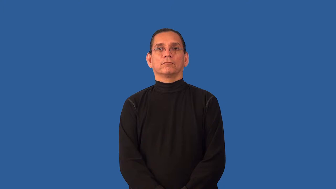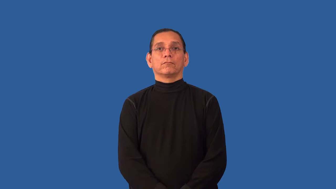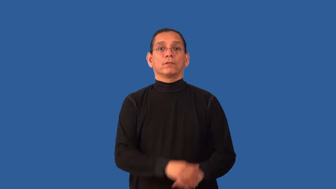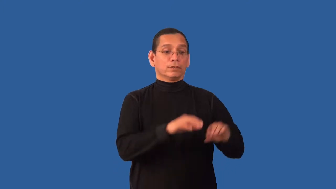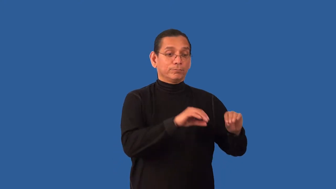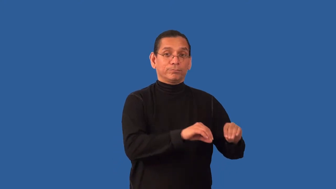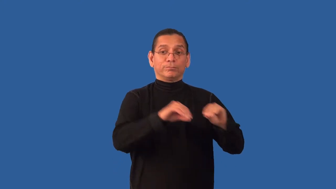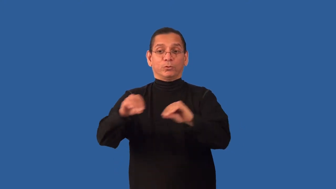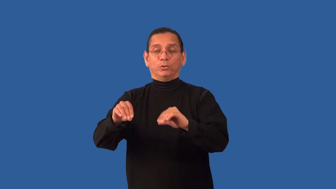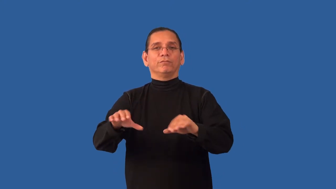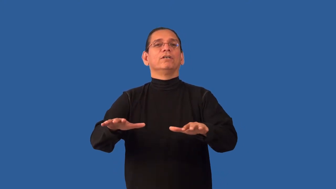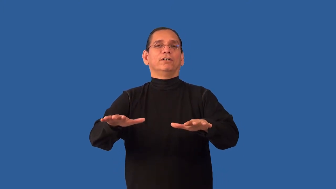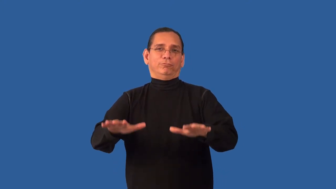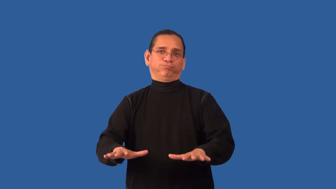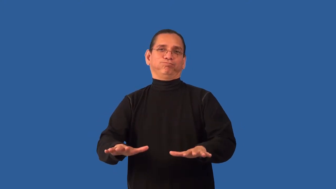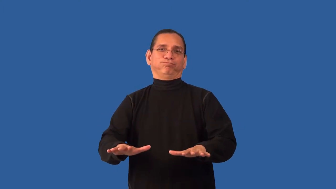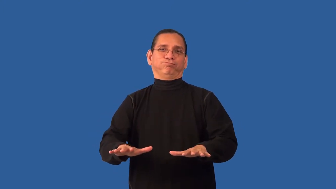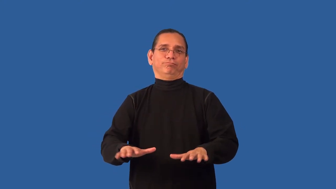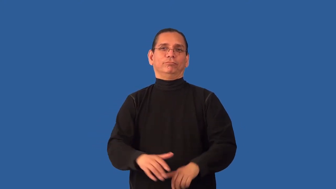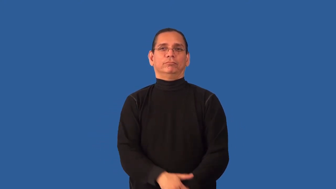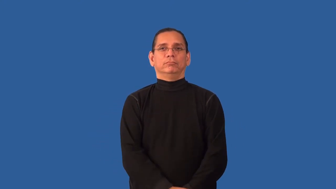resettle